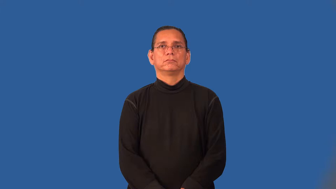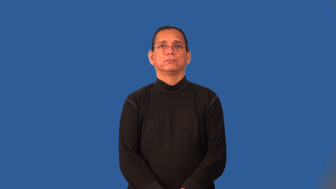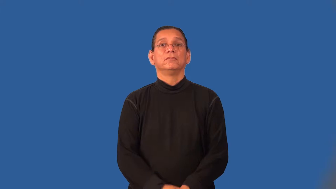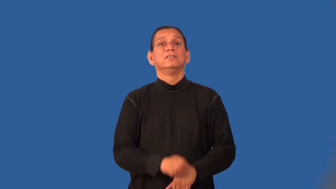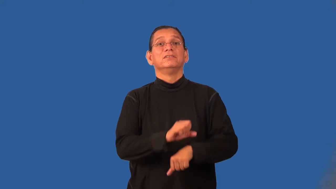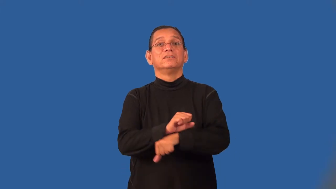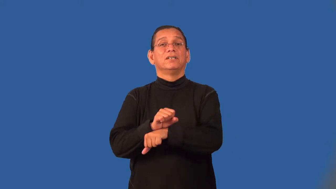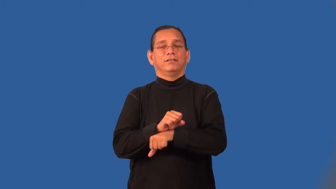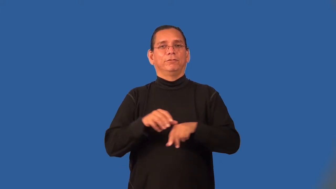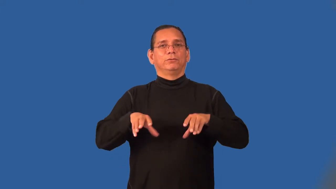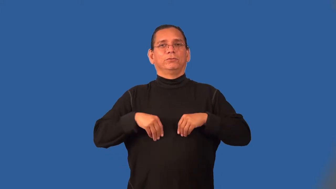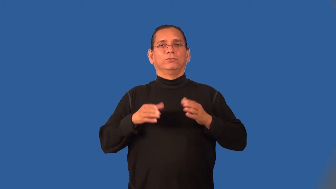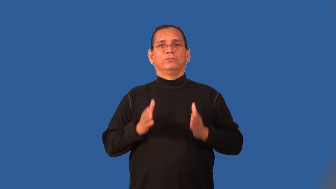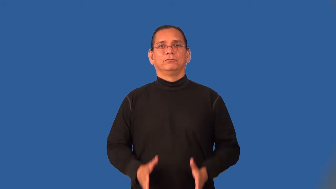slaveholder